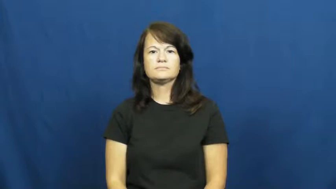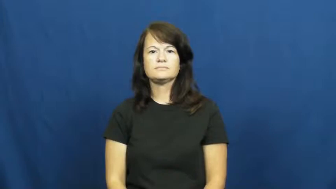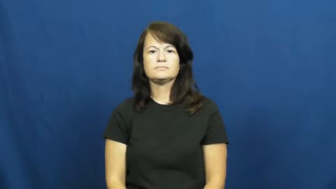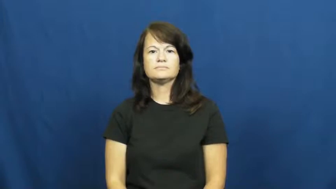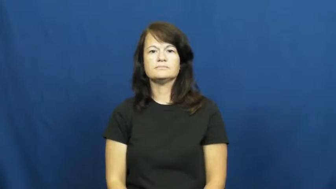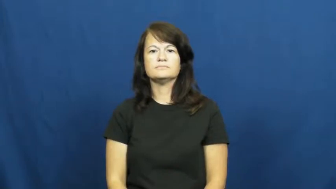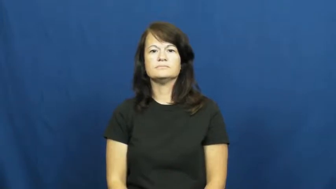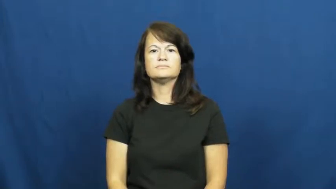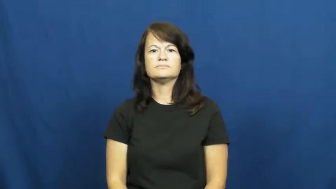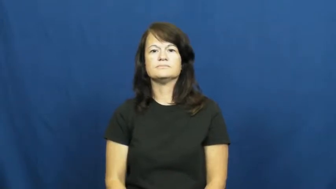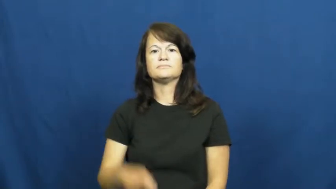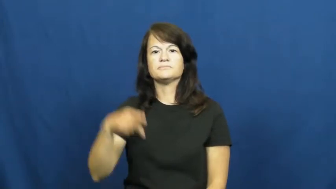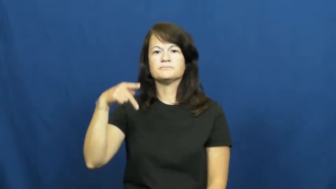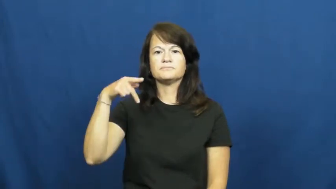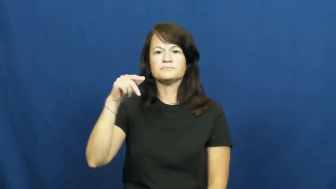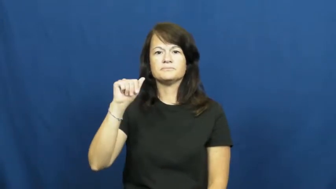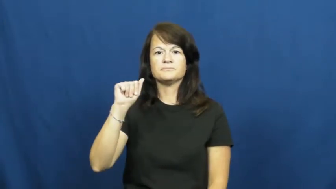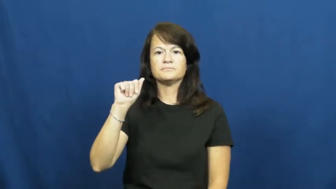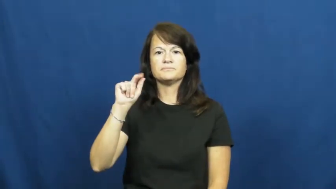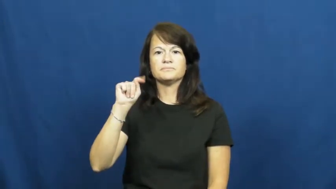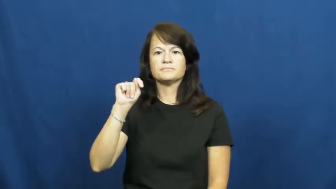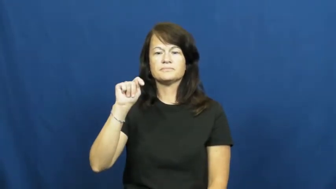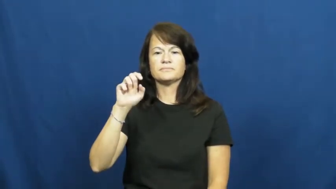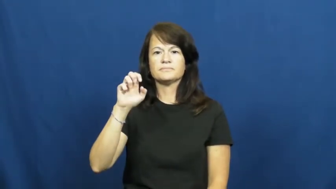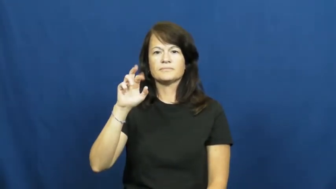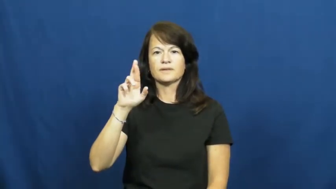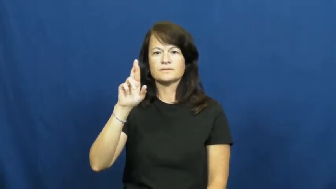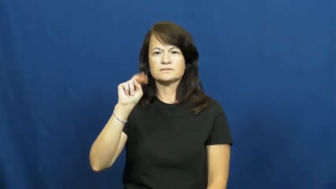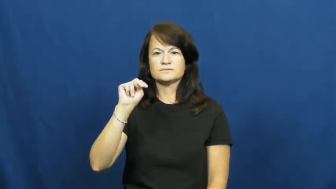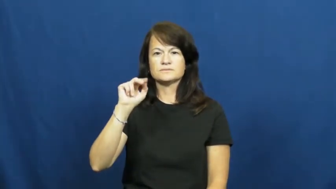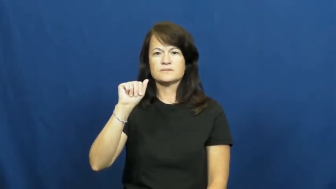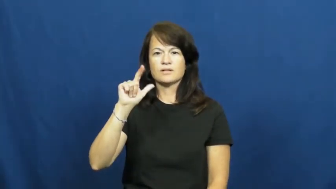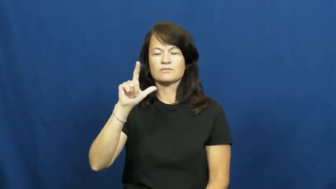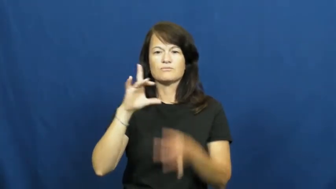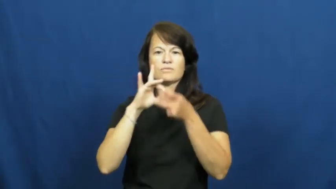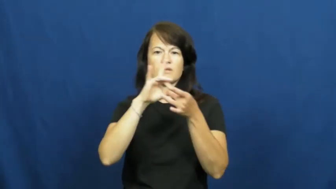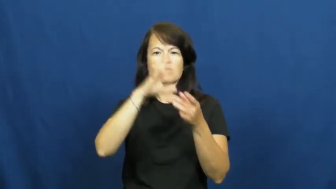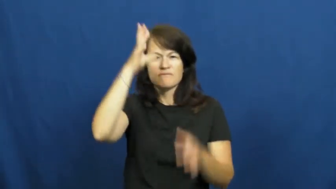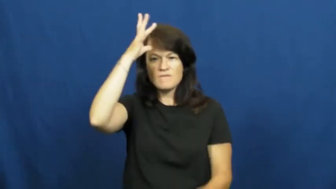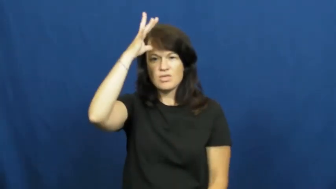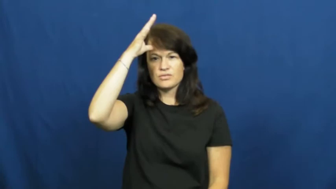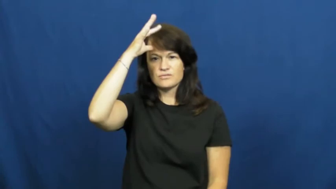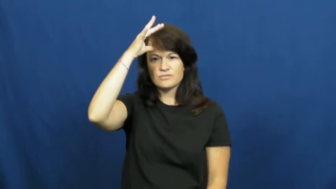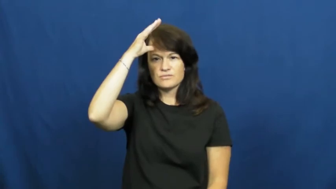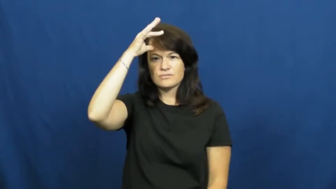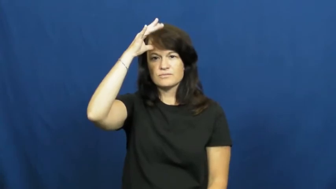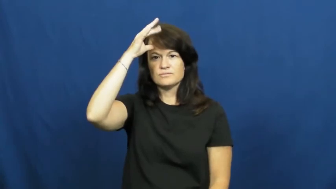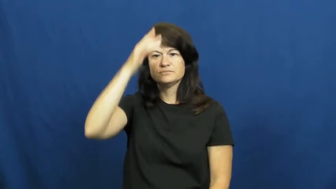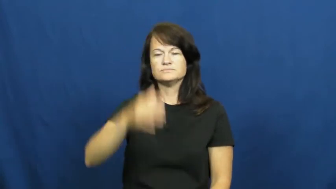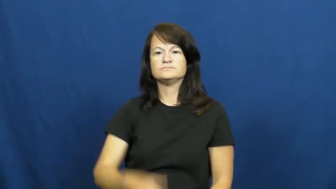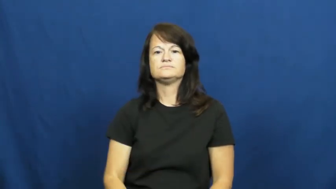paternal